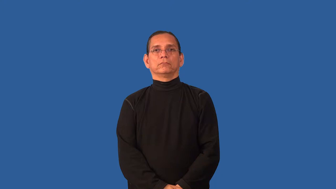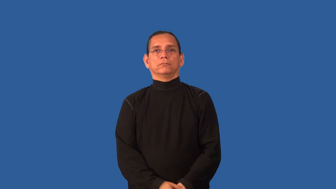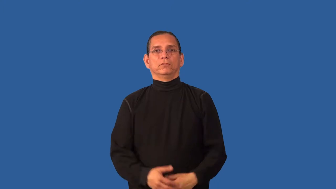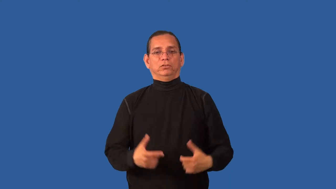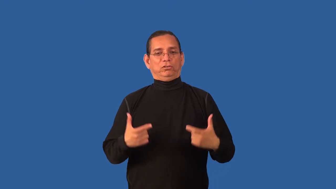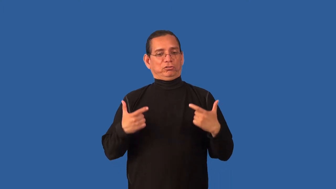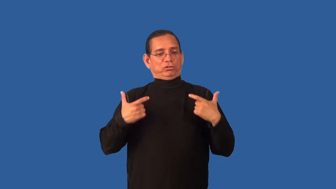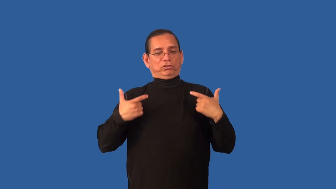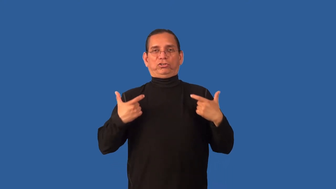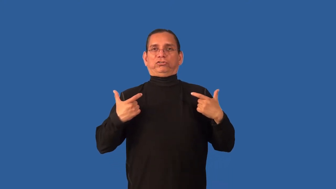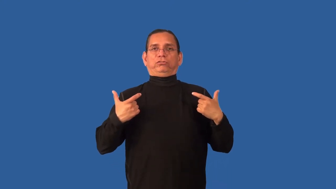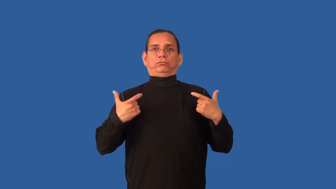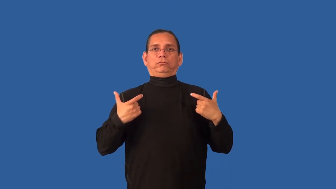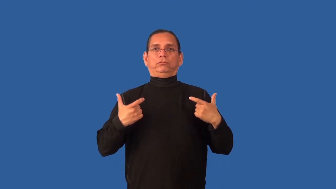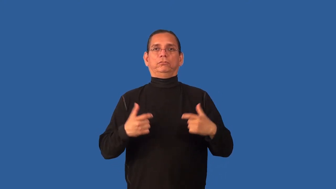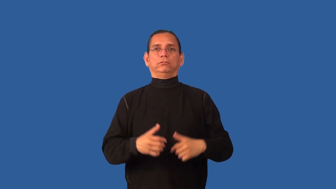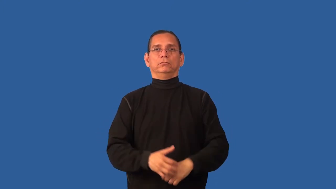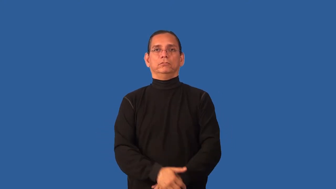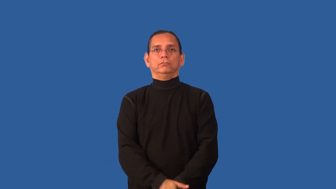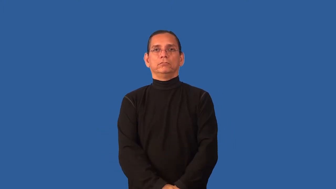bulk-body